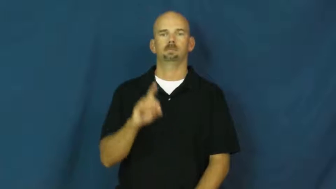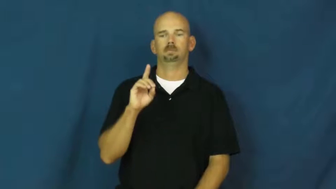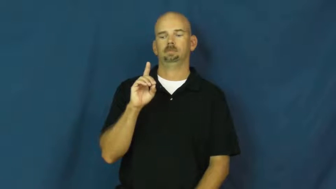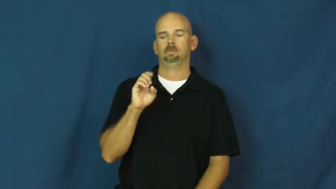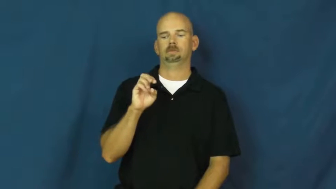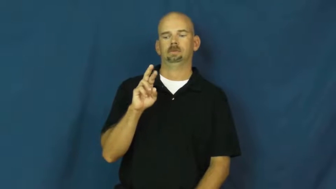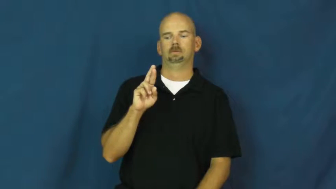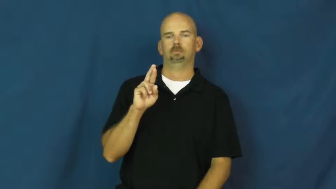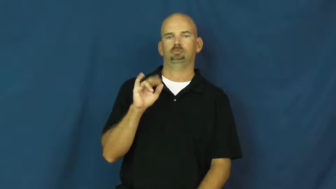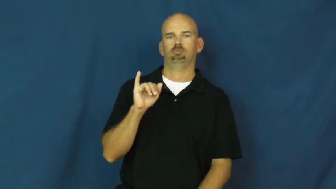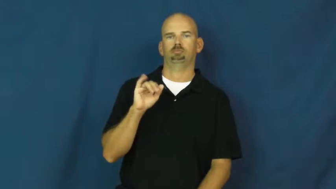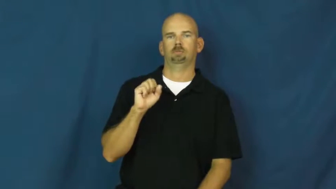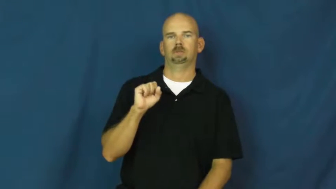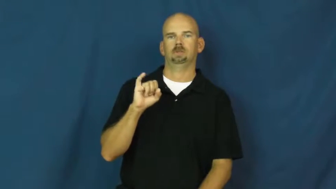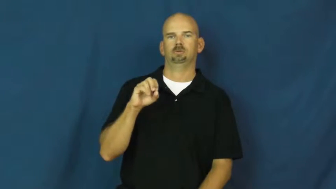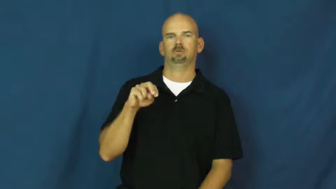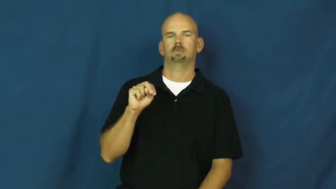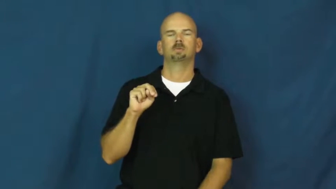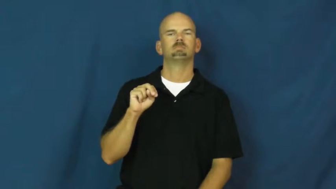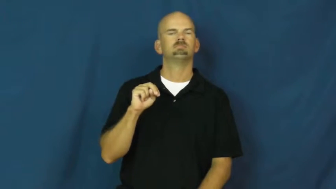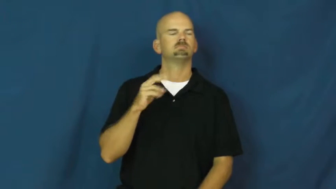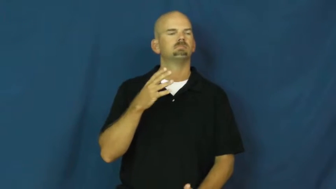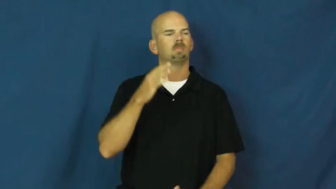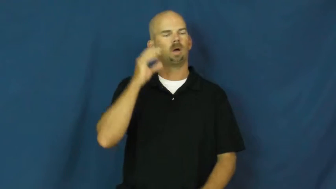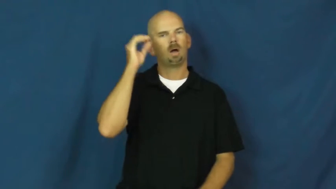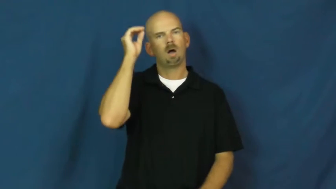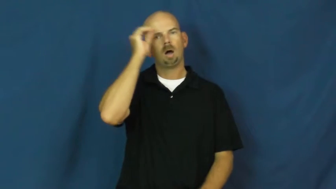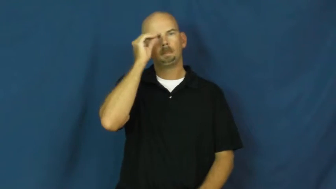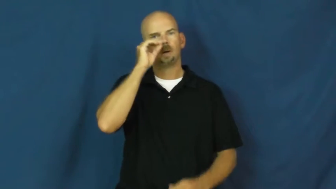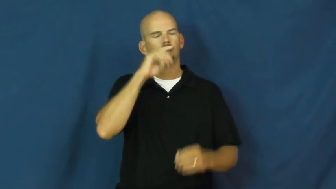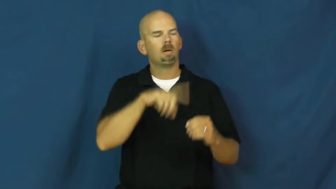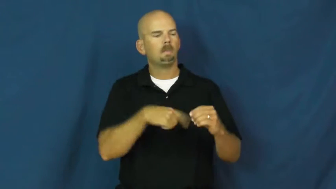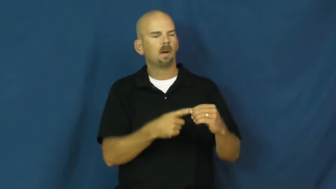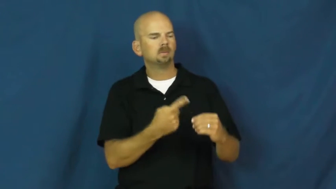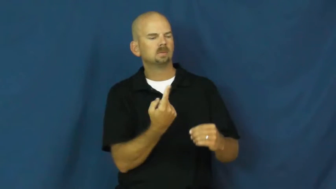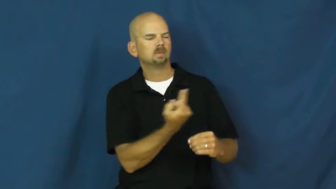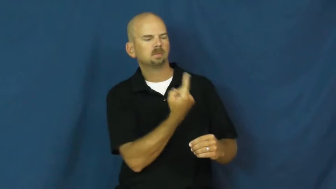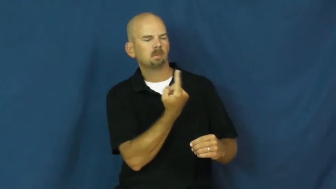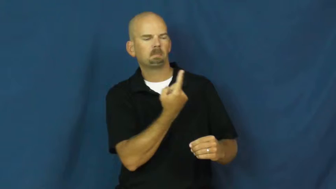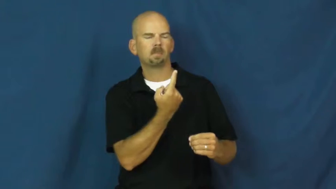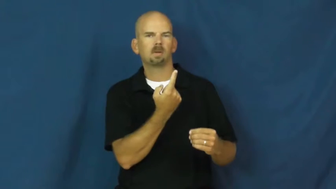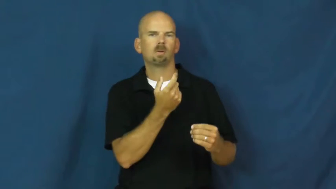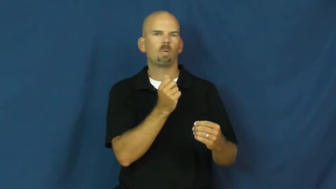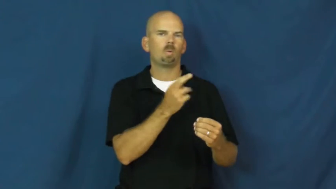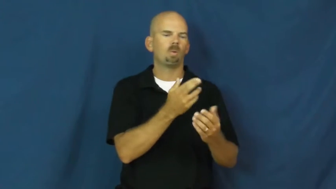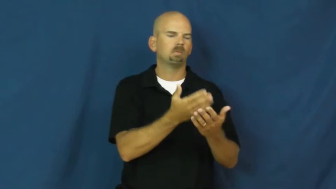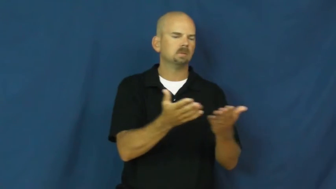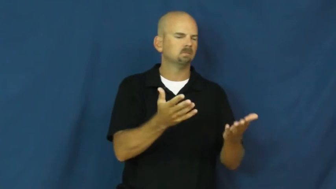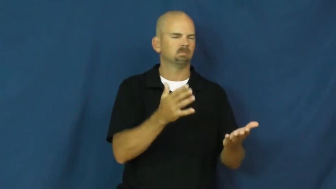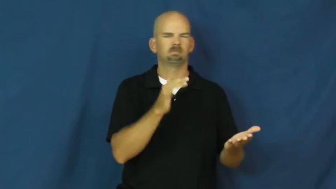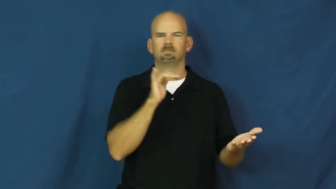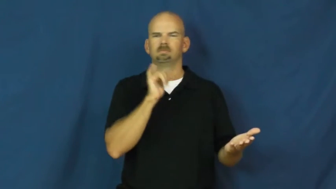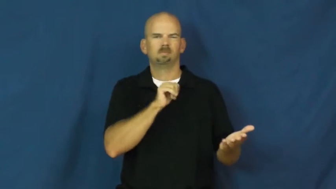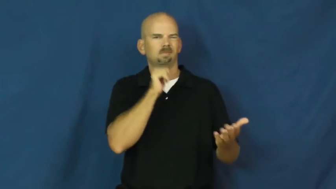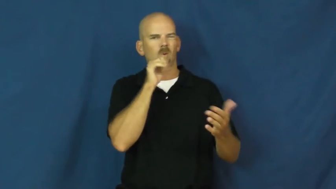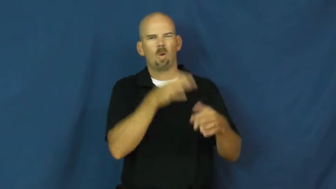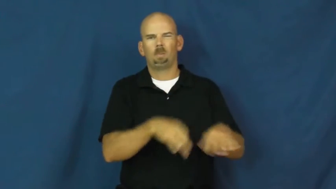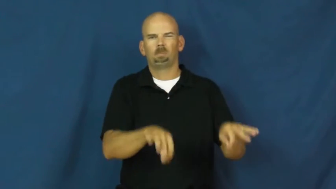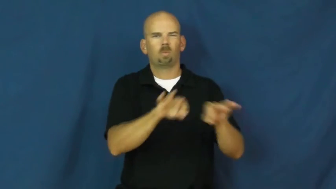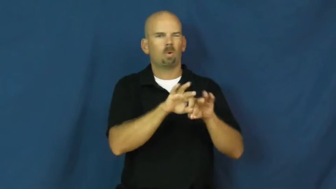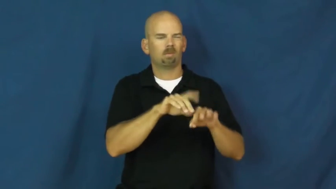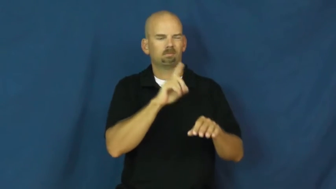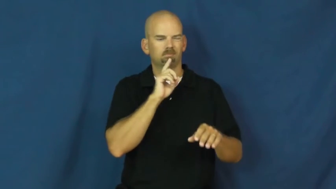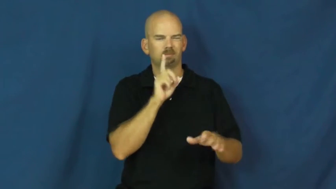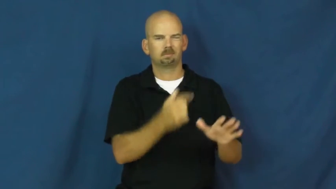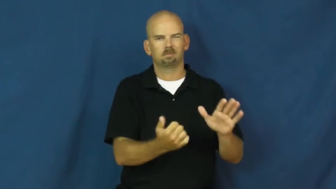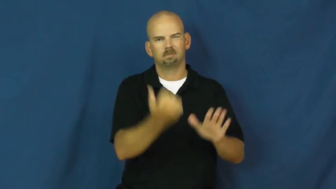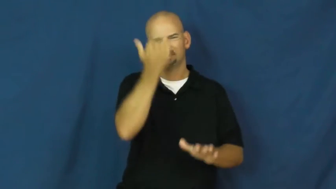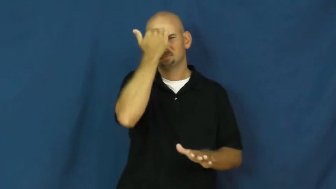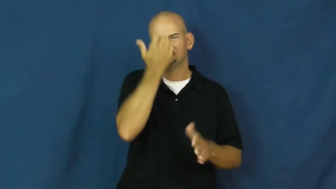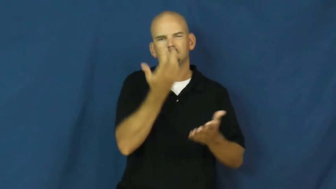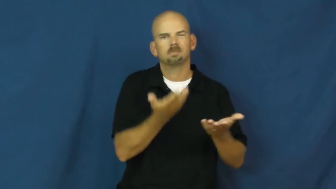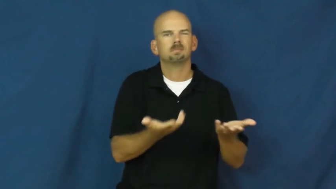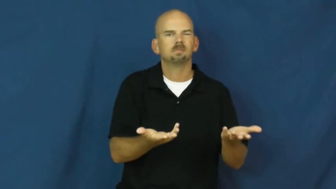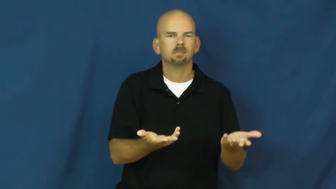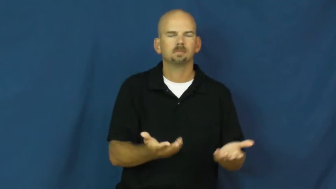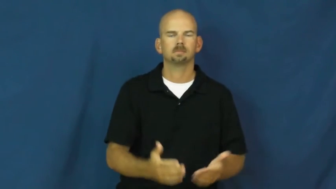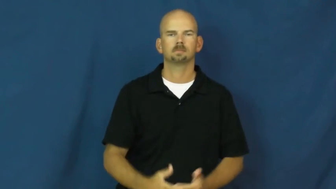derision